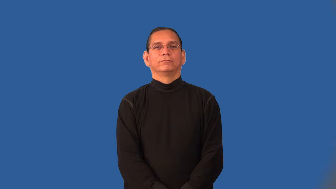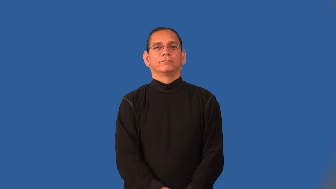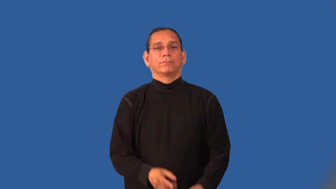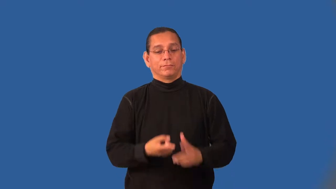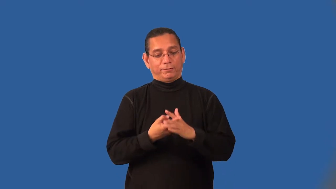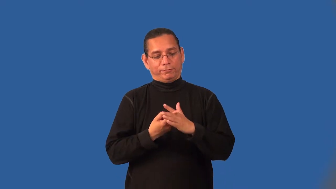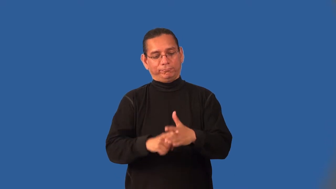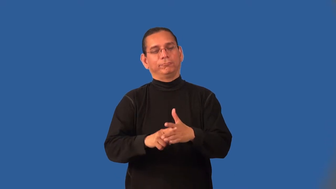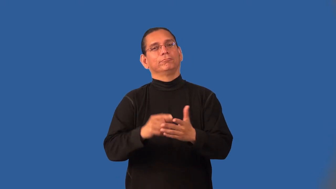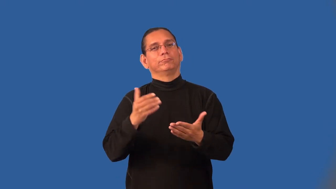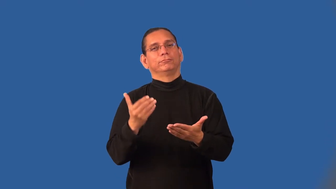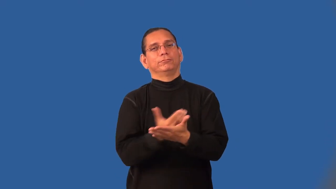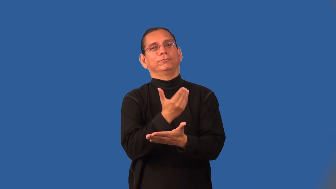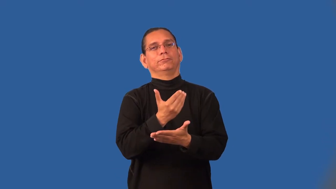inaugurate,launch-start new